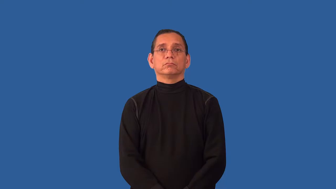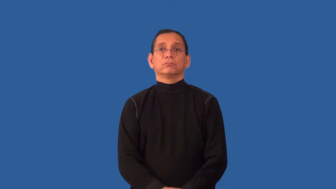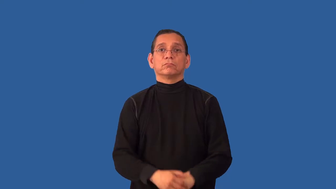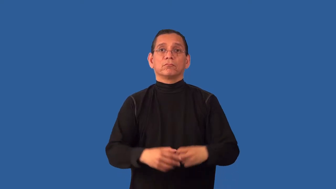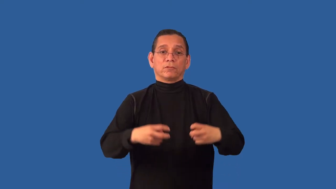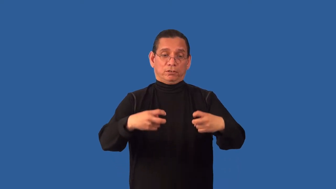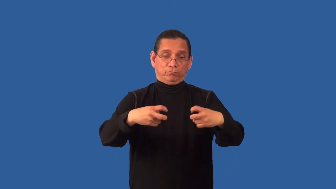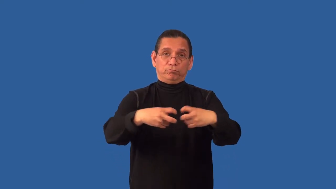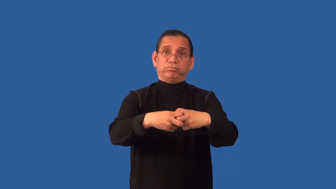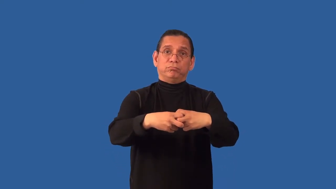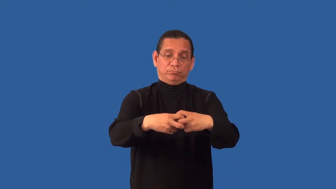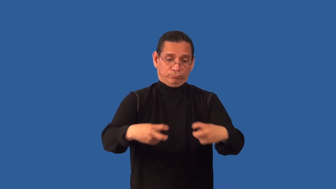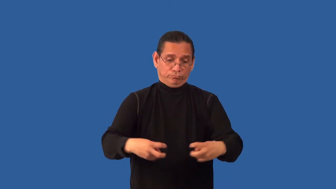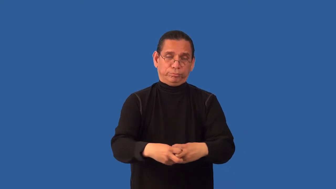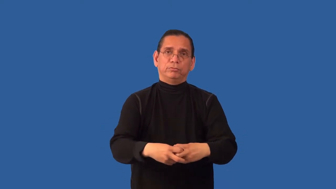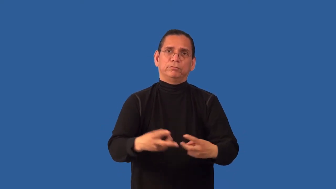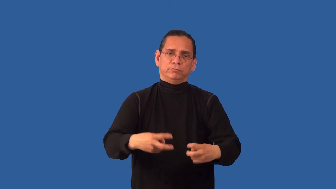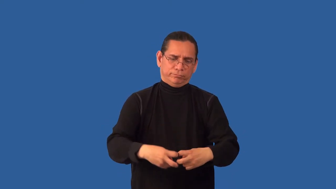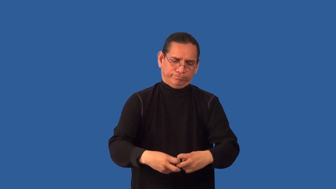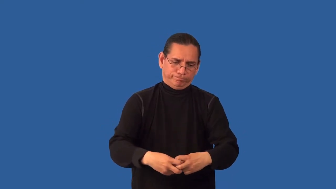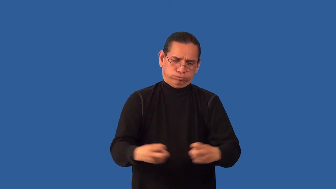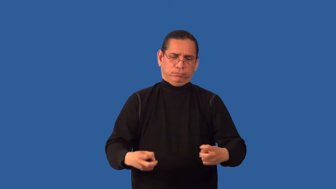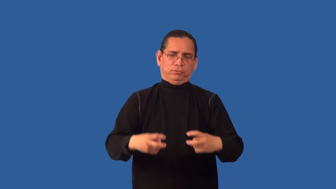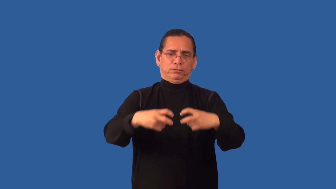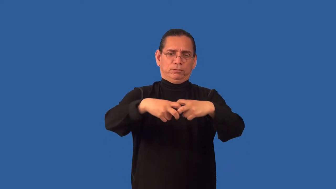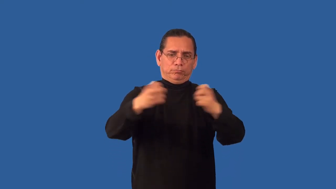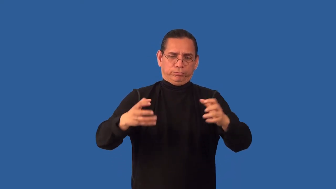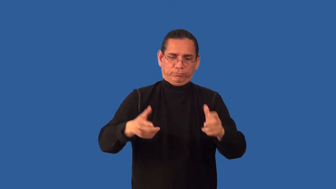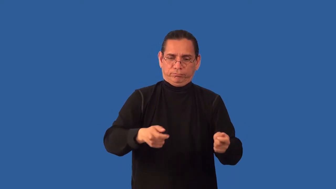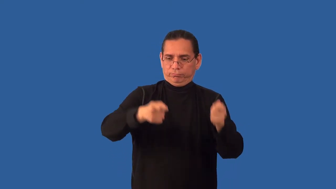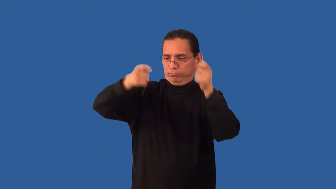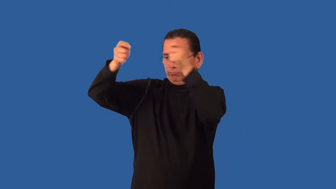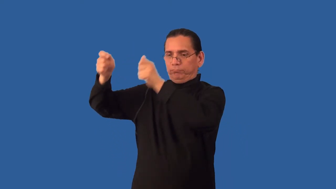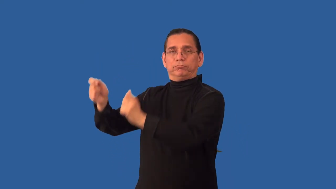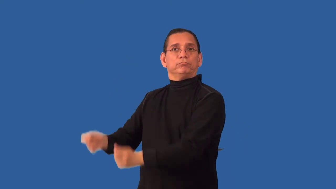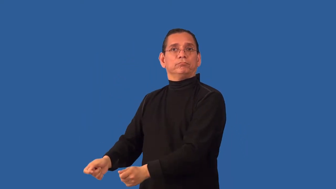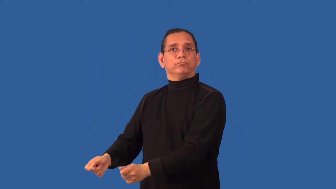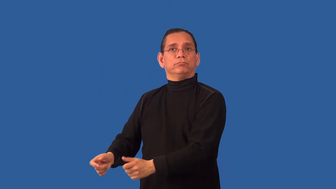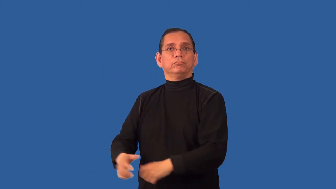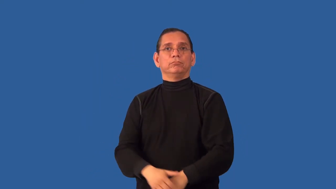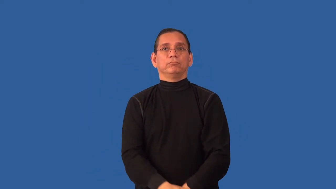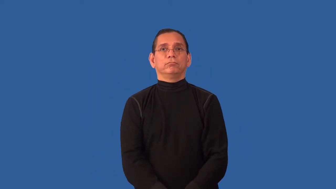unharness